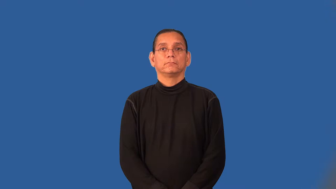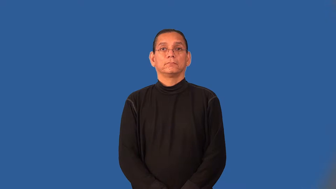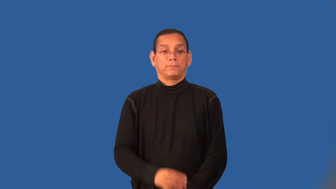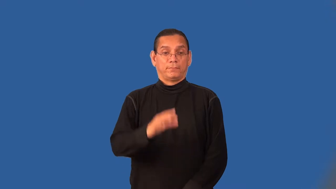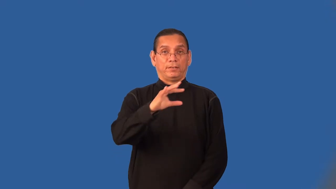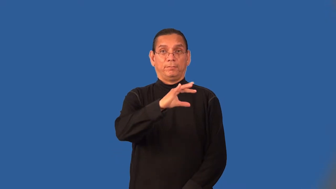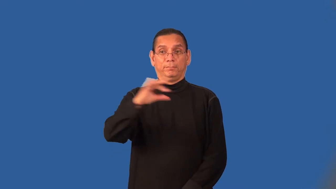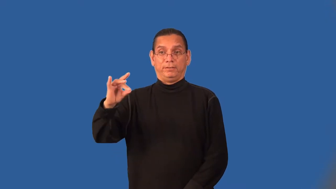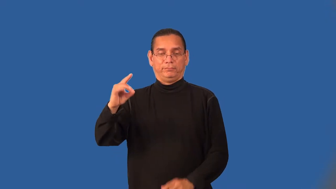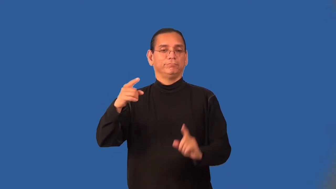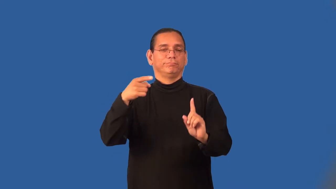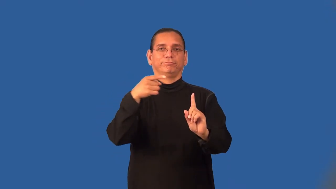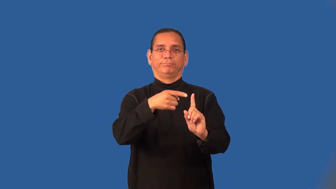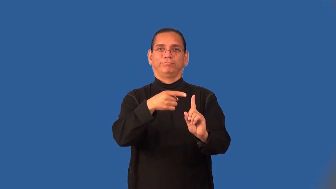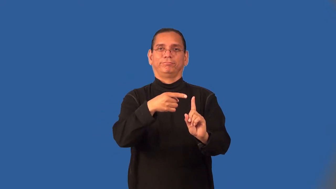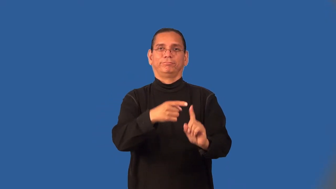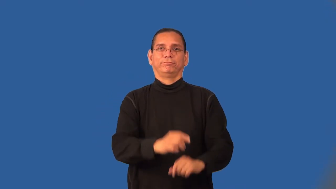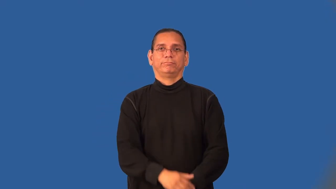appointee